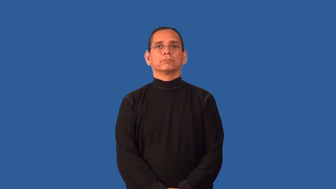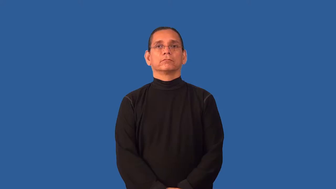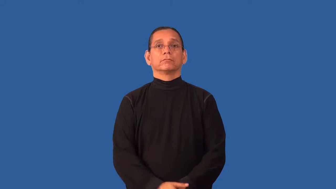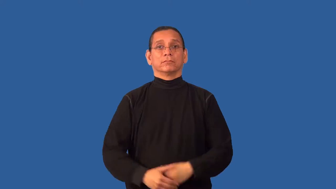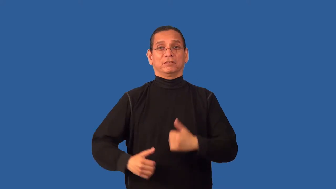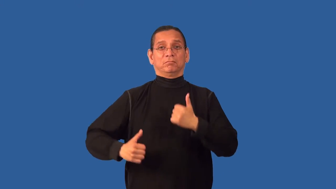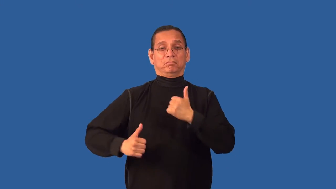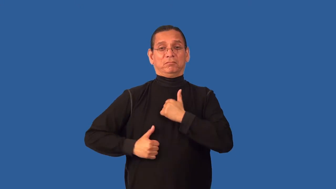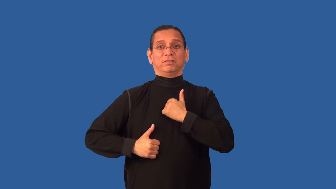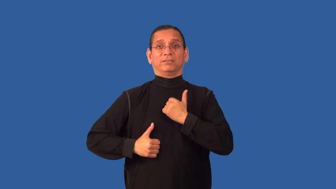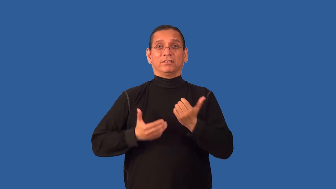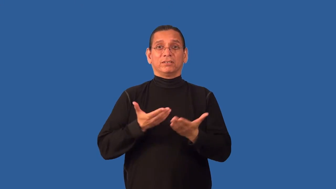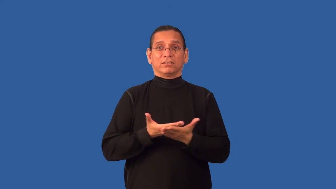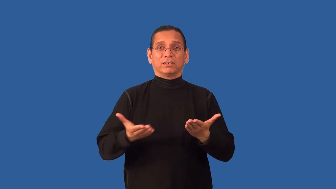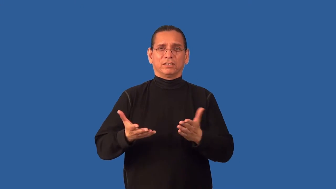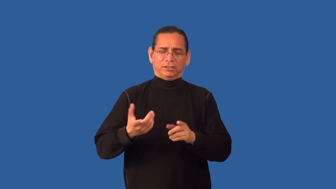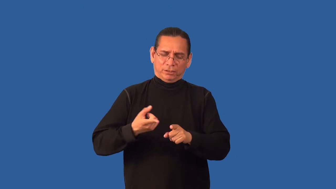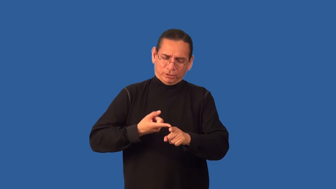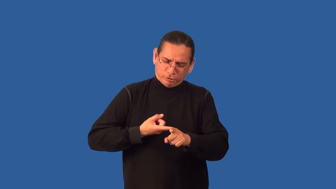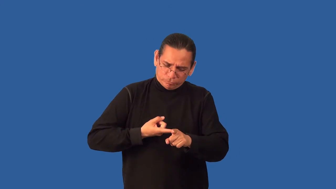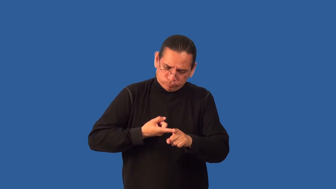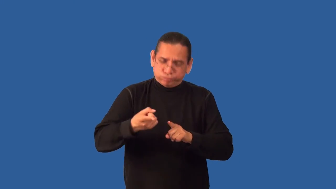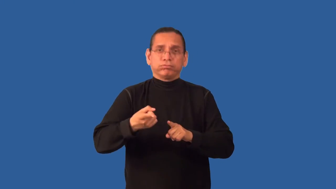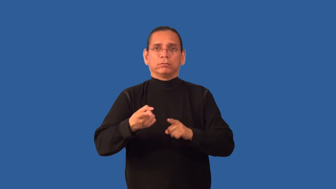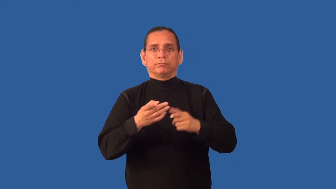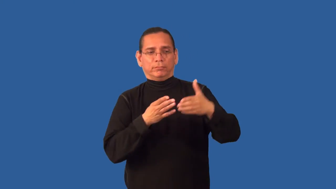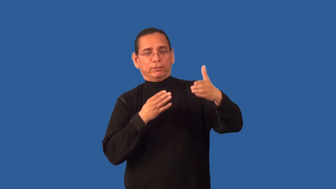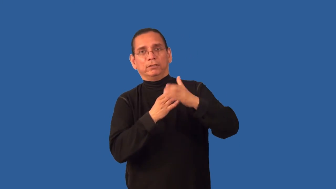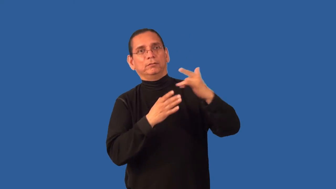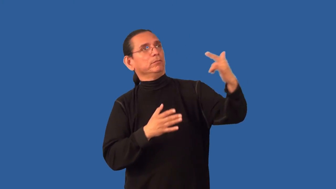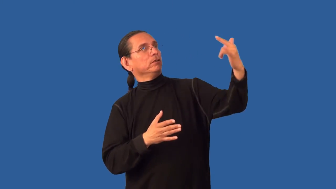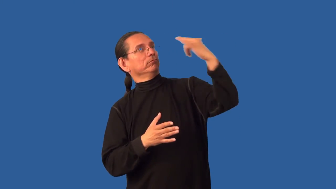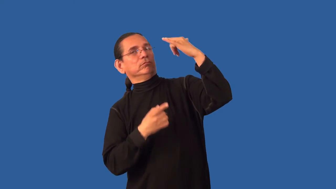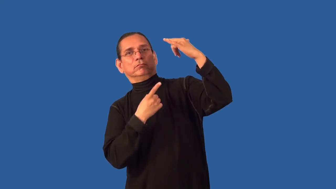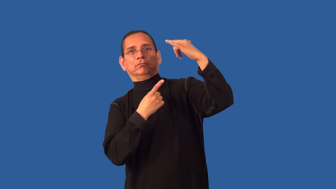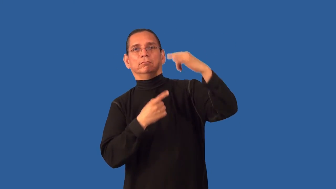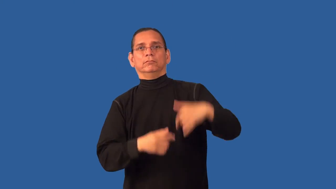antiaircraft